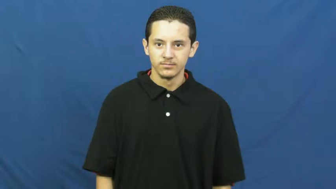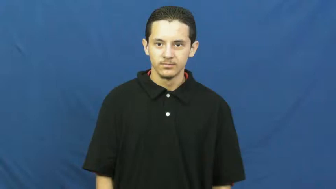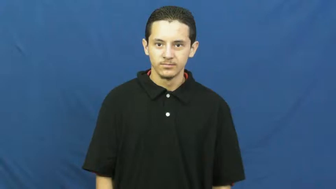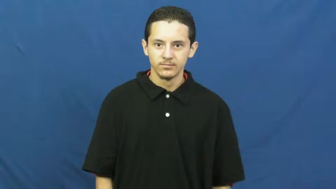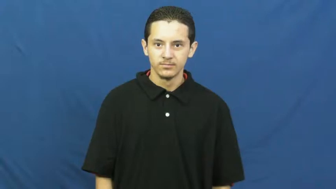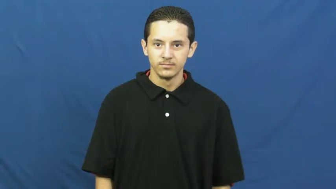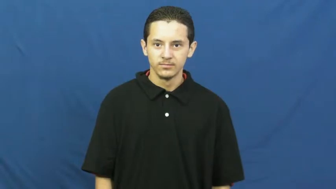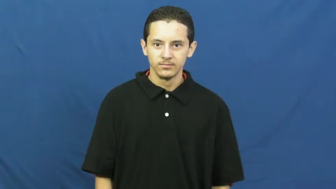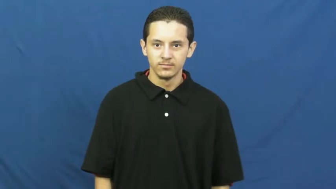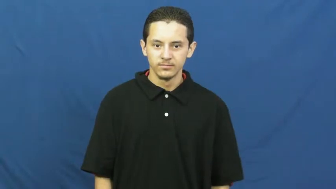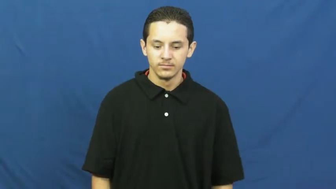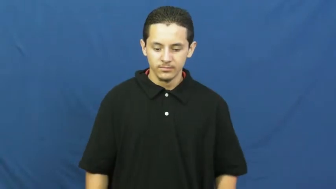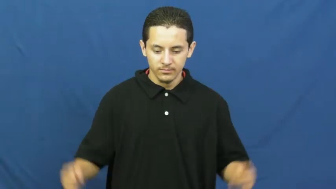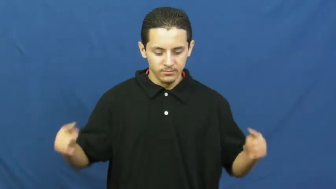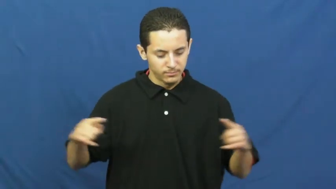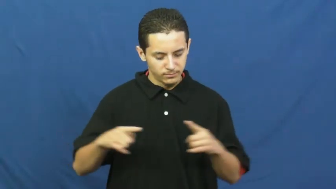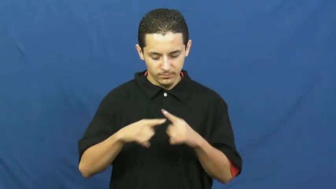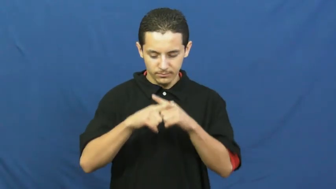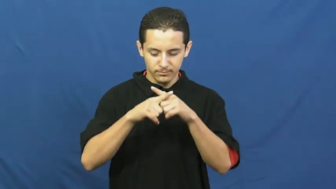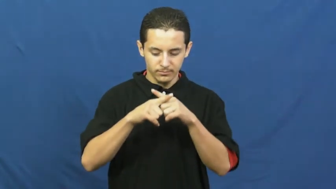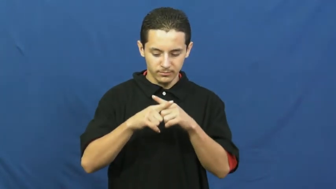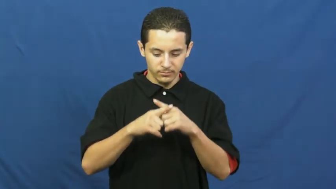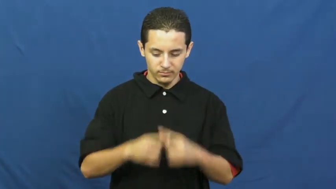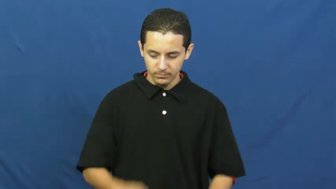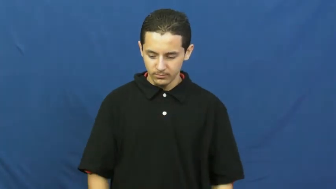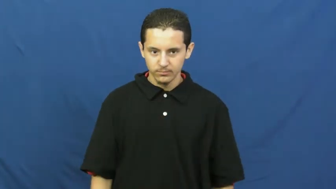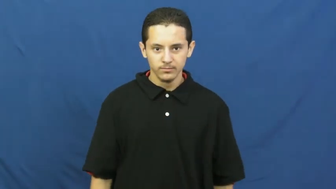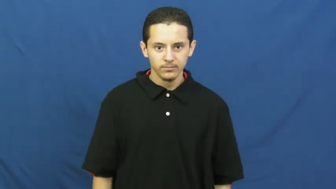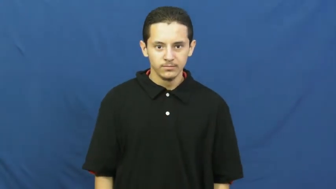cross,intersect,crossways,decussate